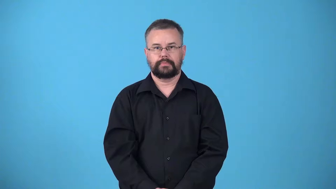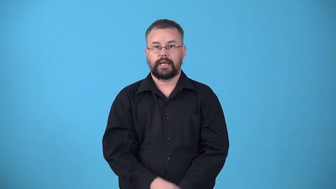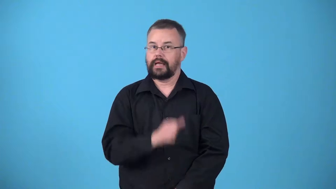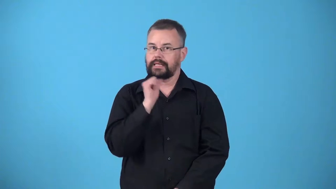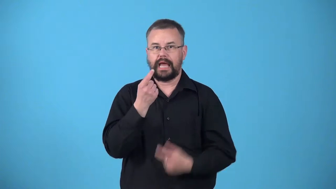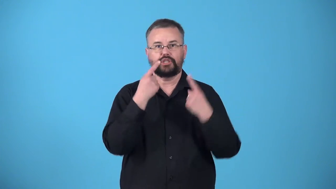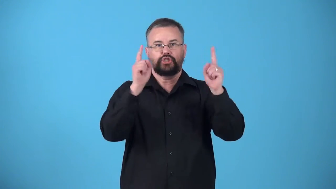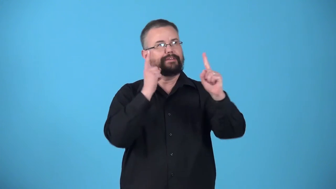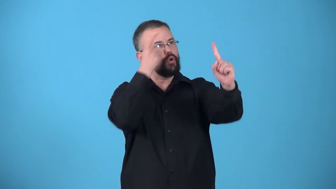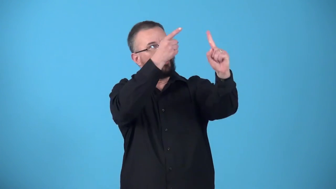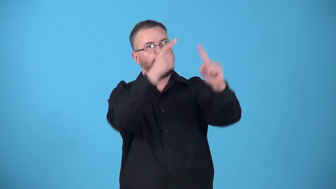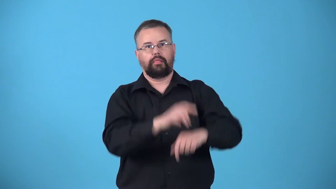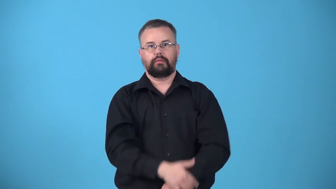unmet-goals